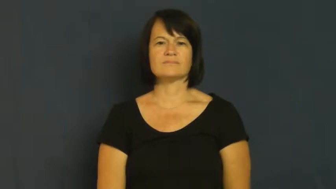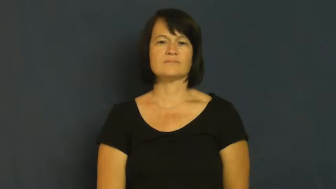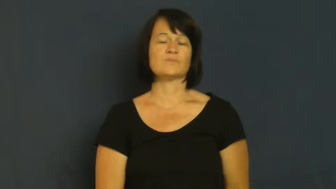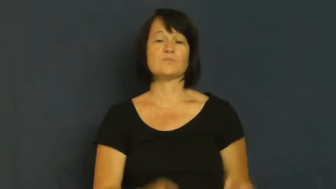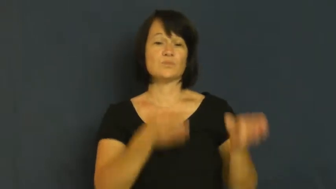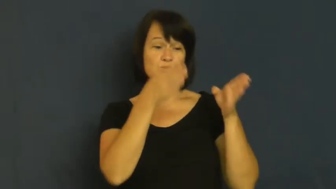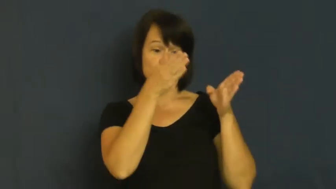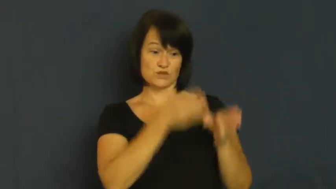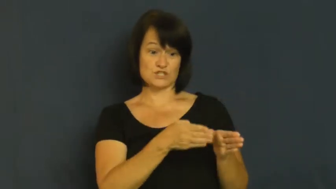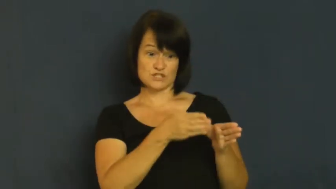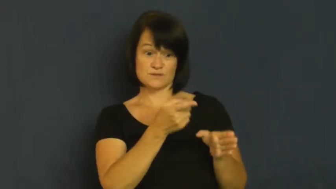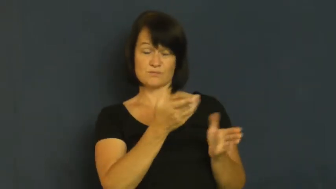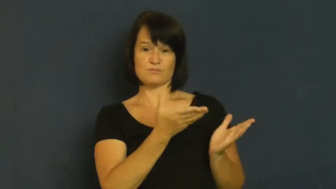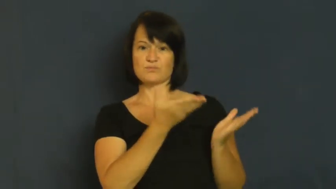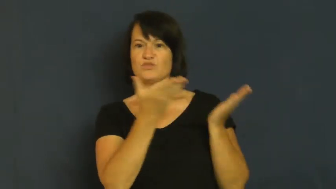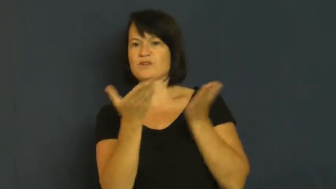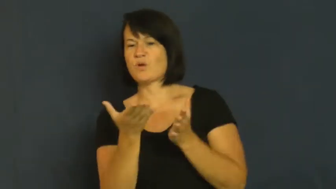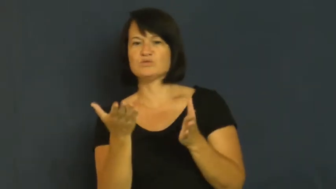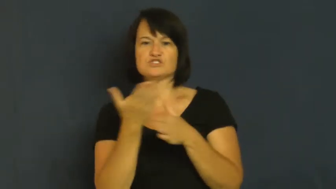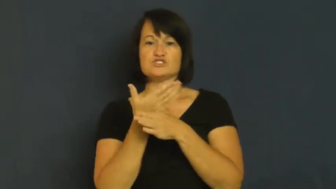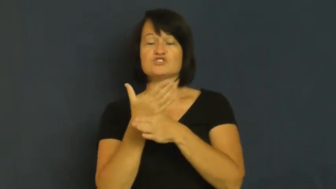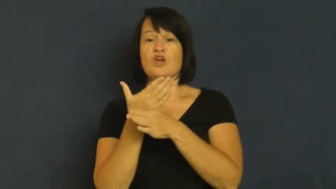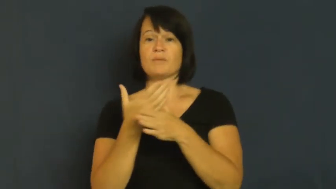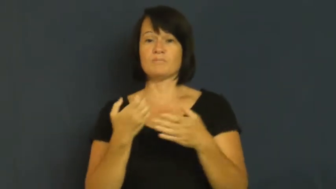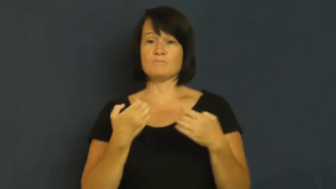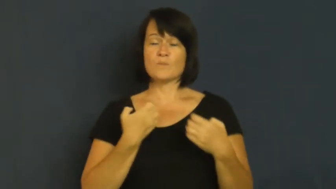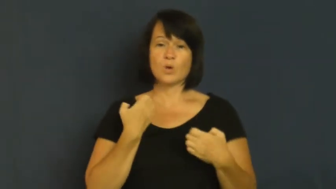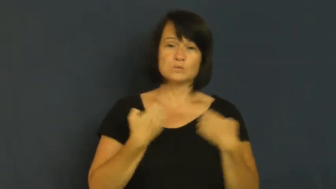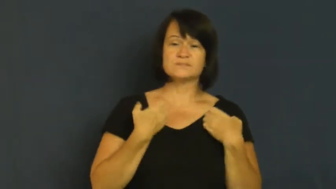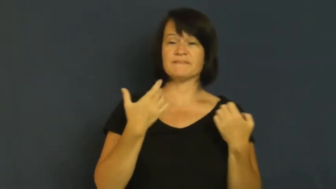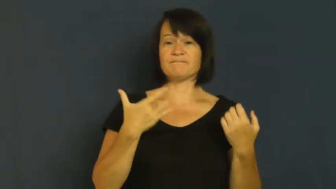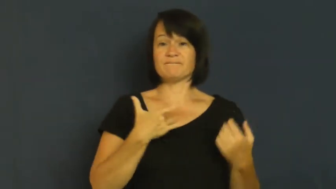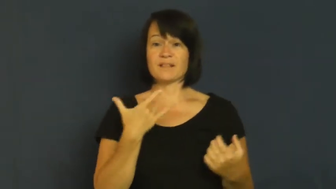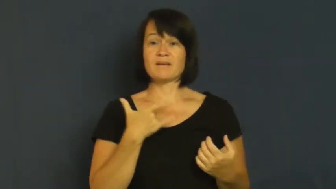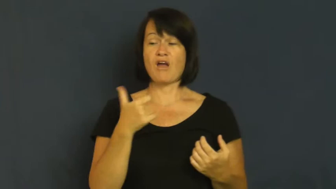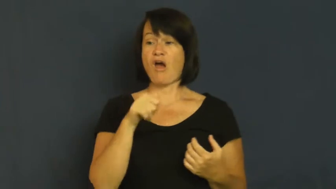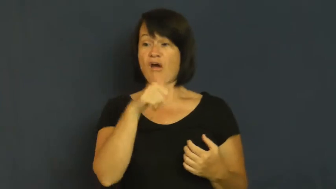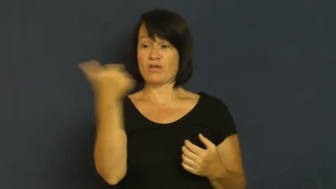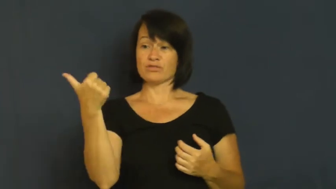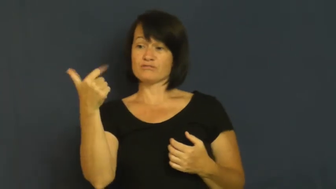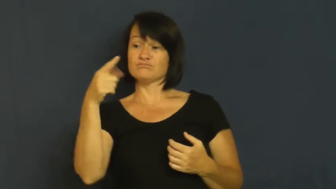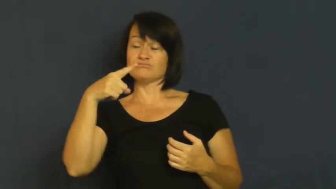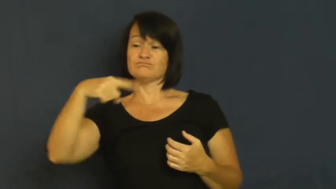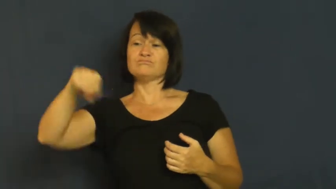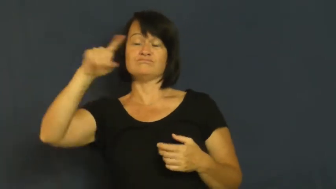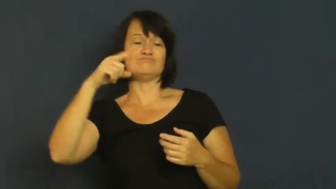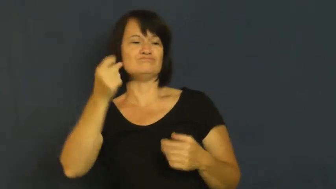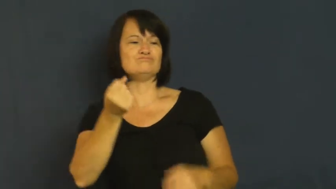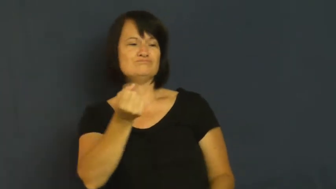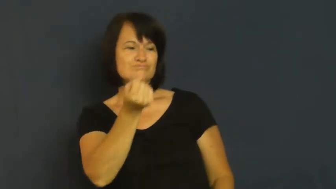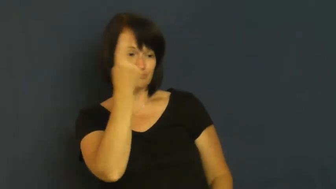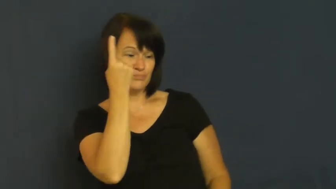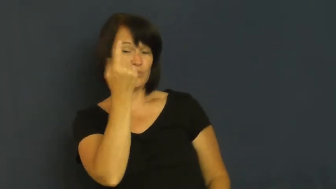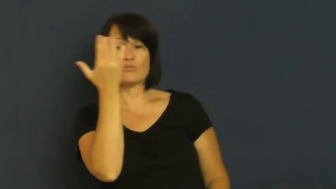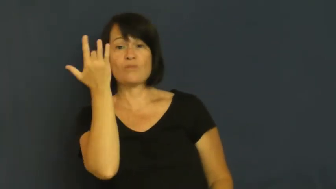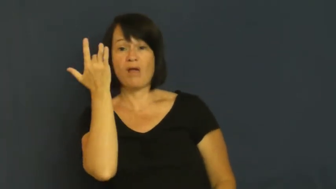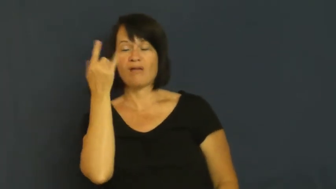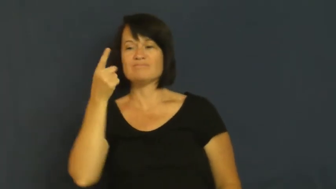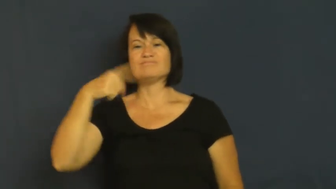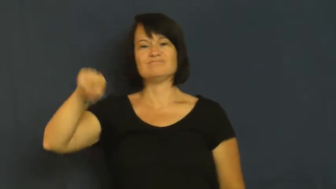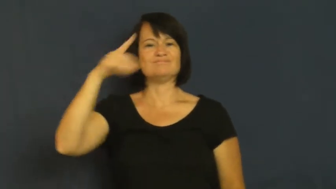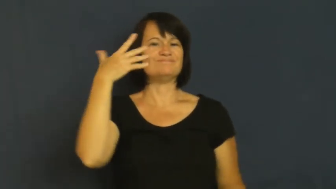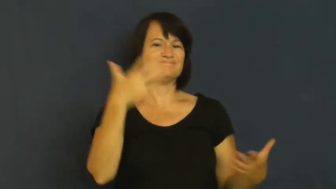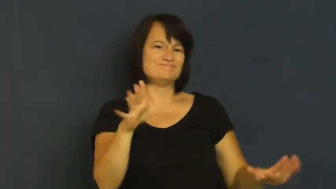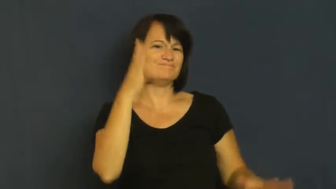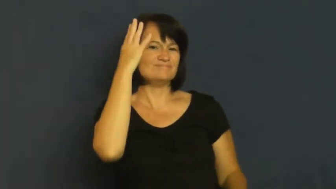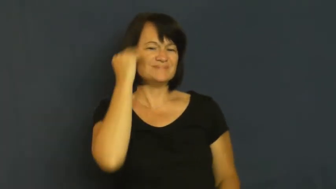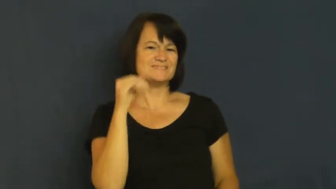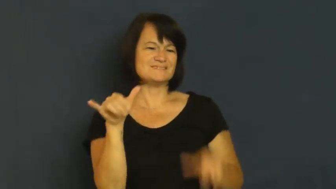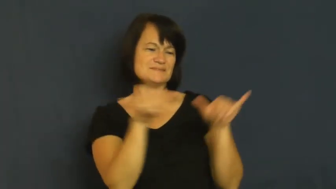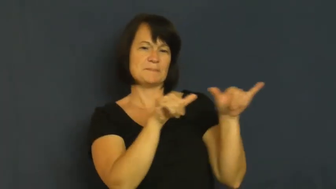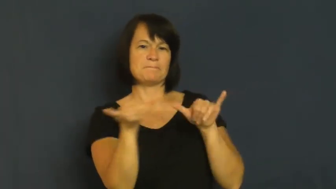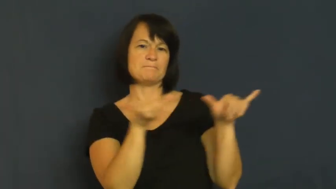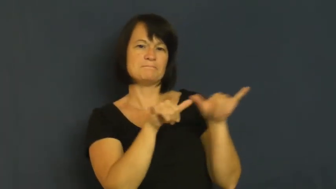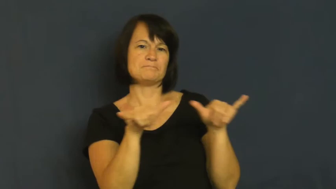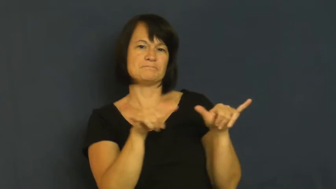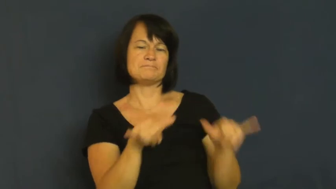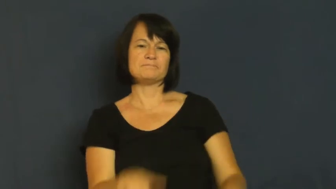resonate-empathy